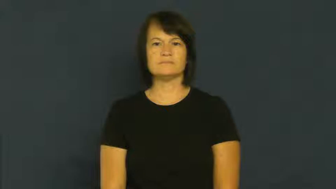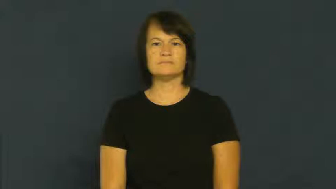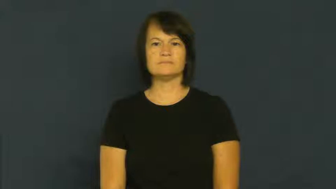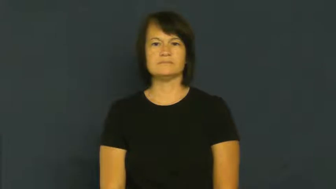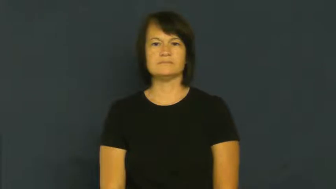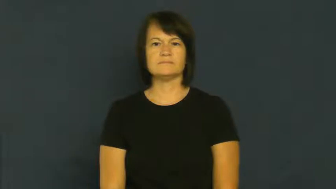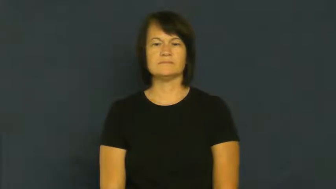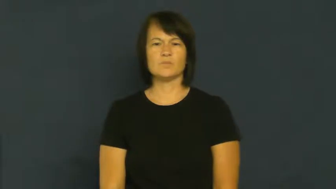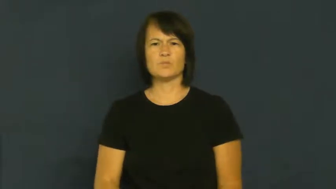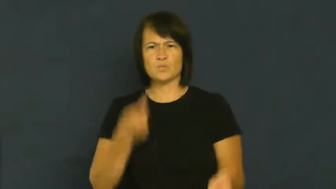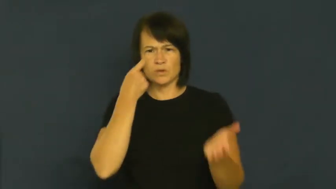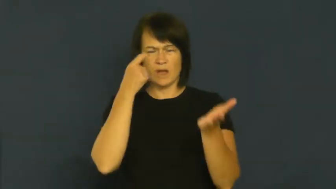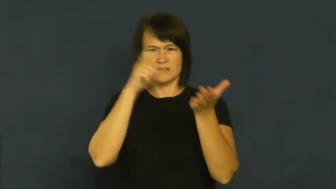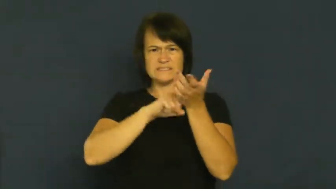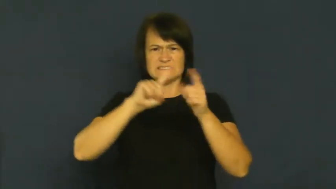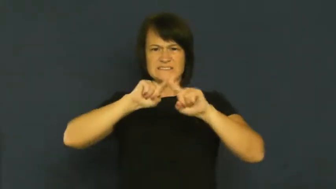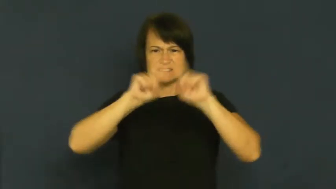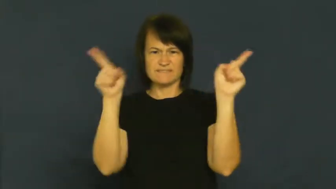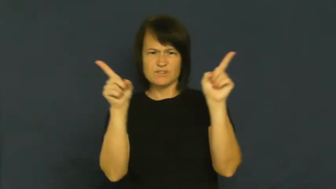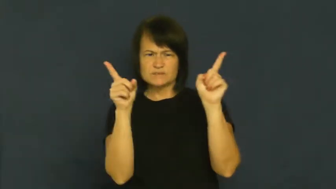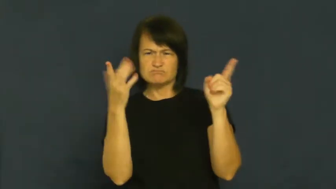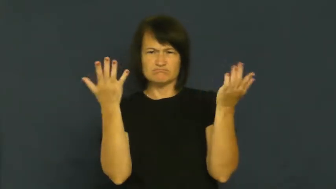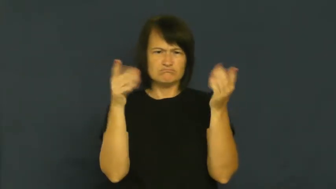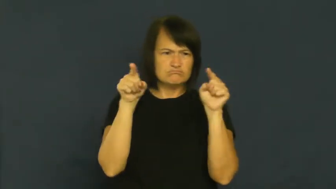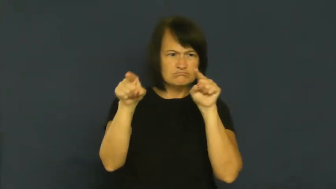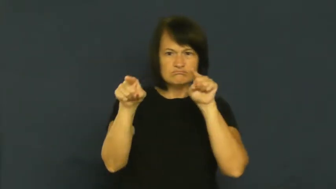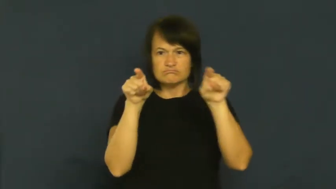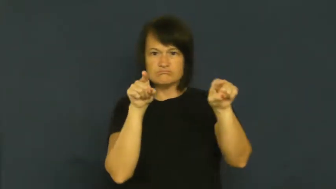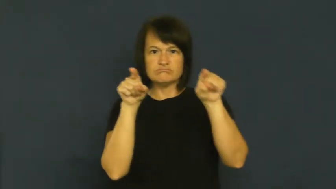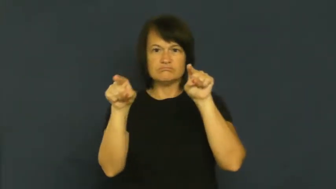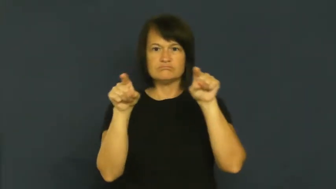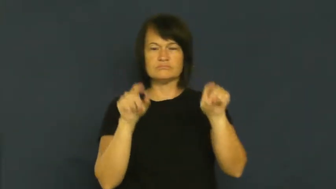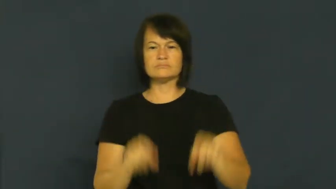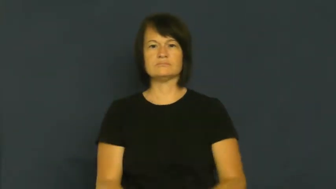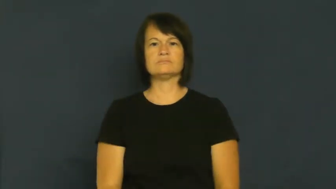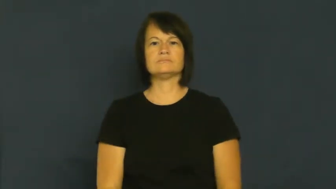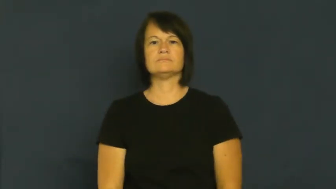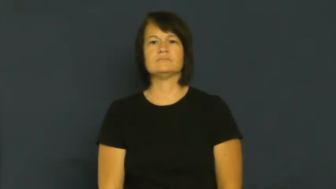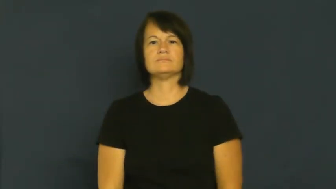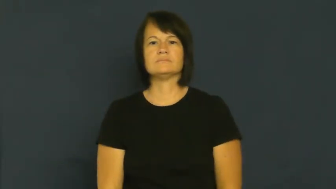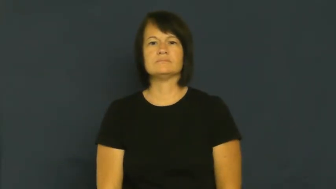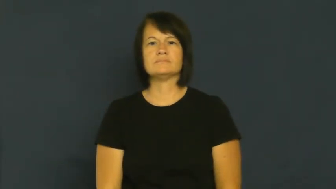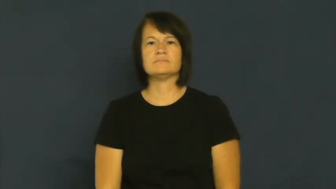discriminate,differentiate-see difference